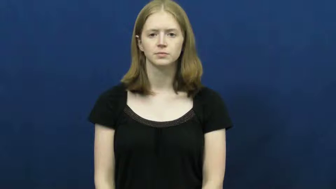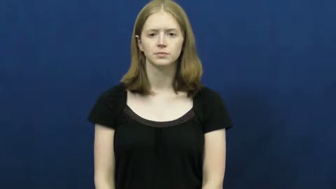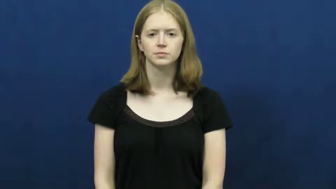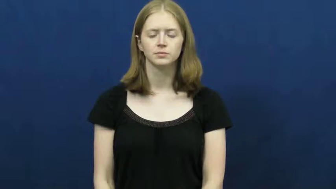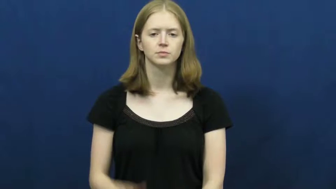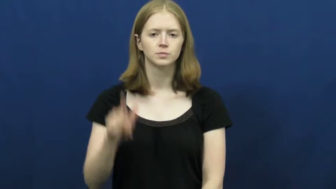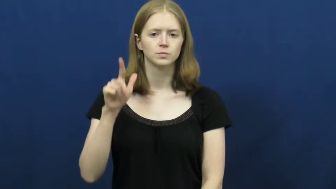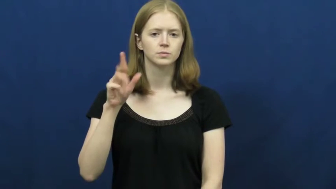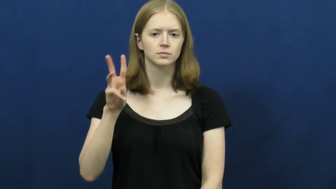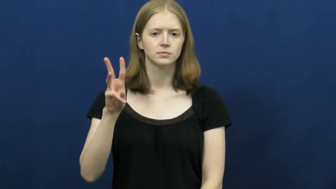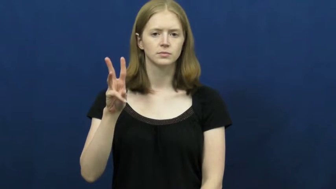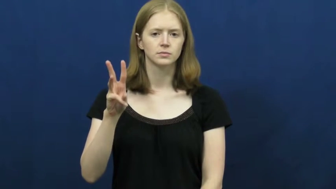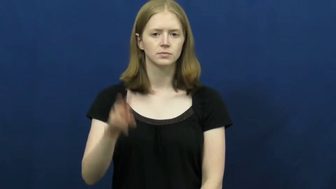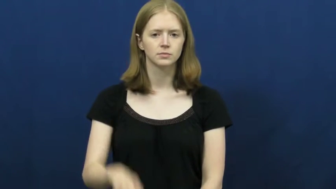twenty-six